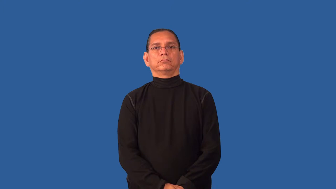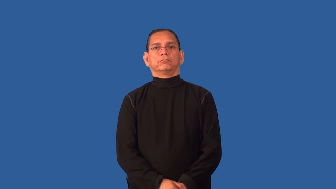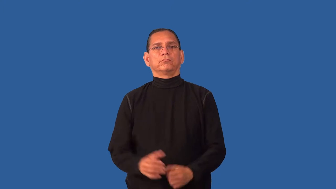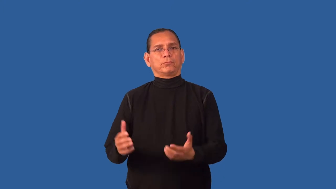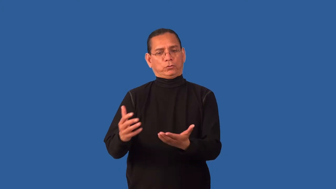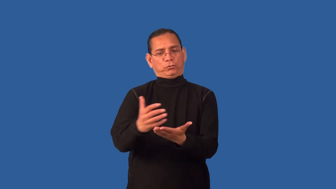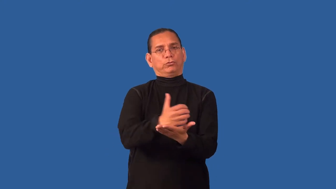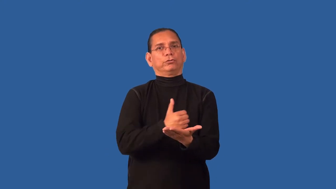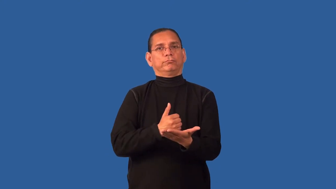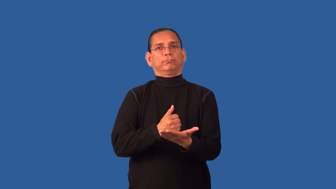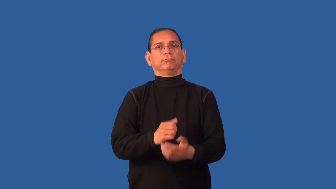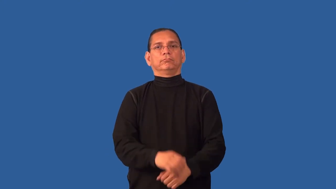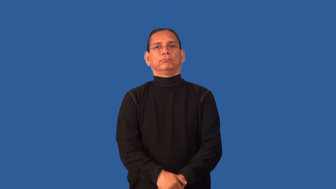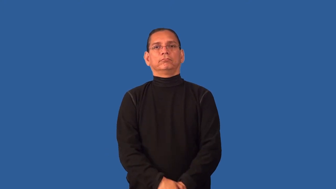deserve,meed